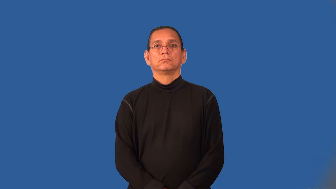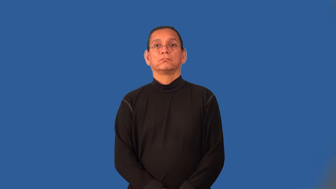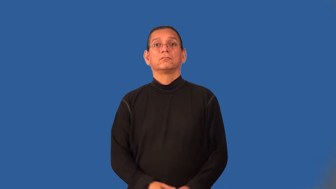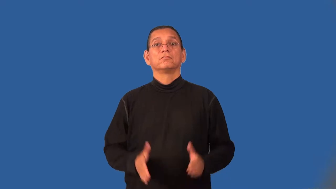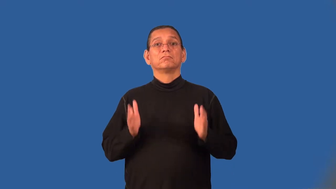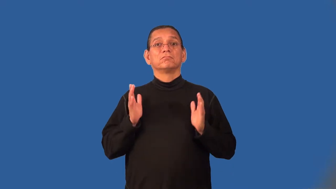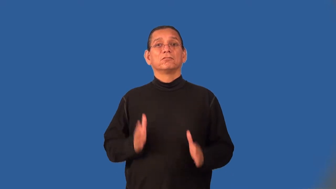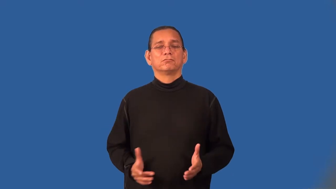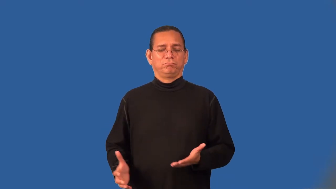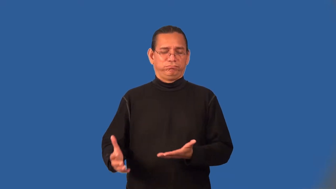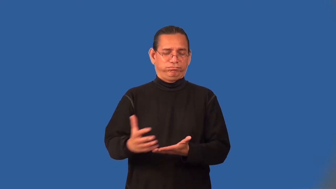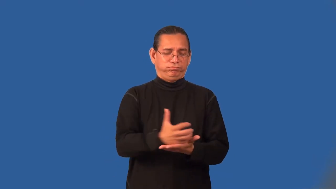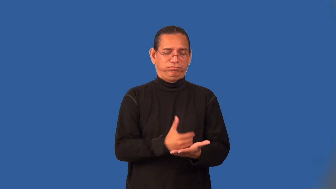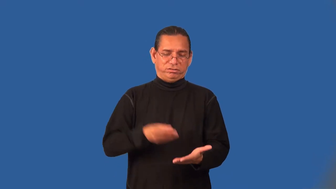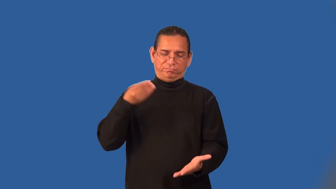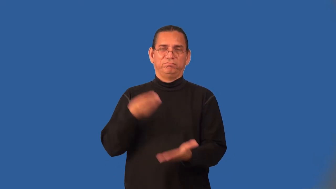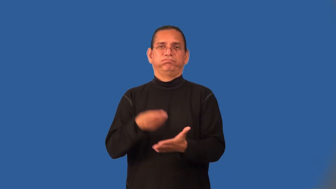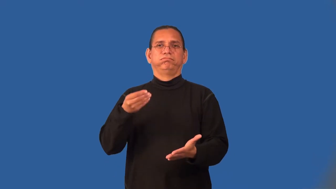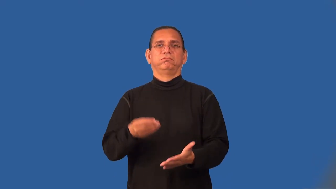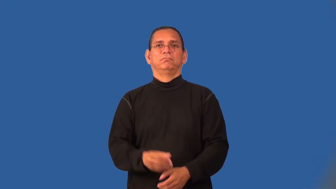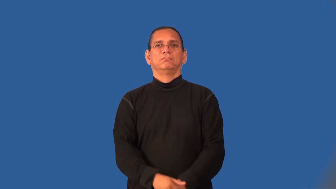moneymaker